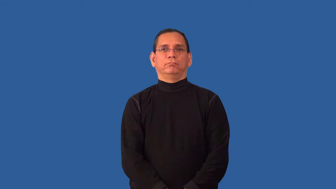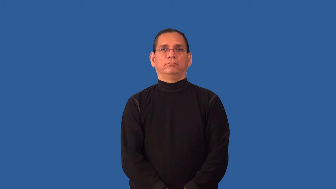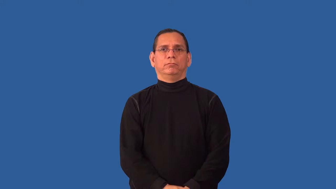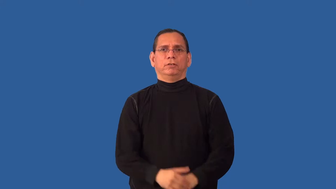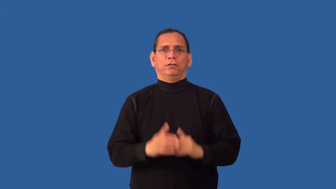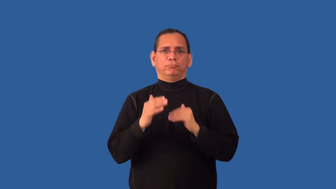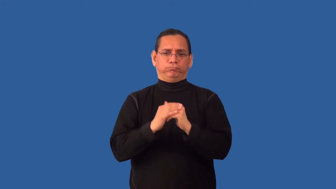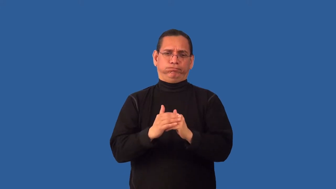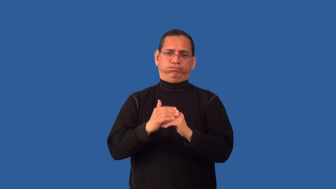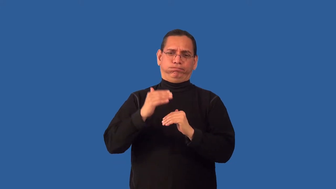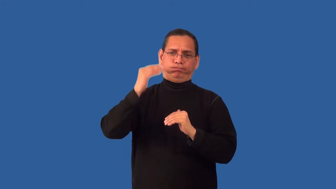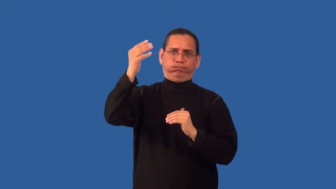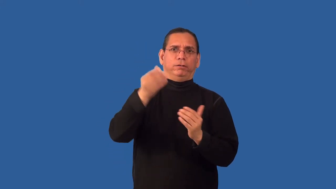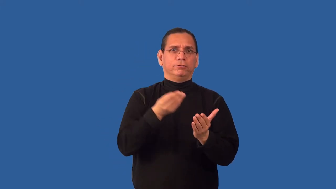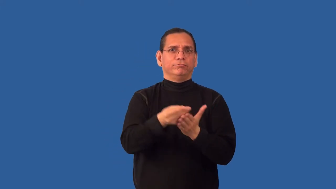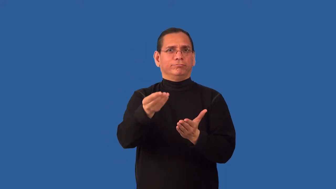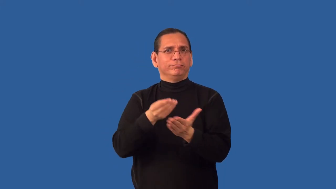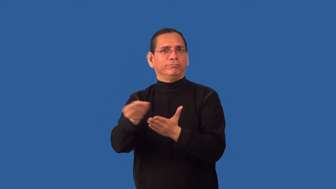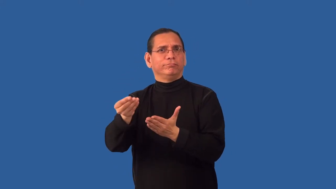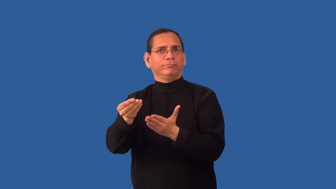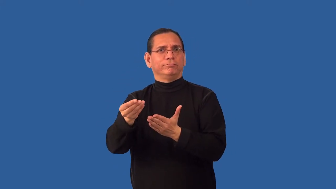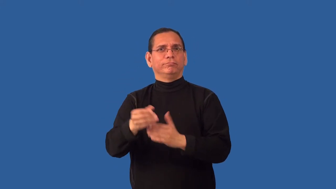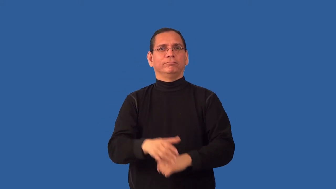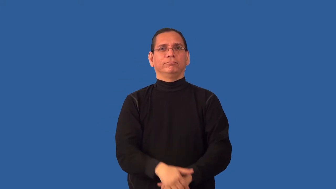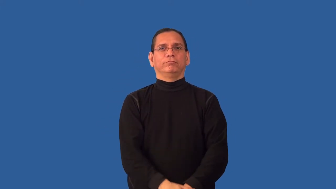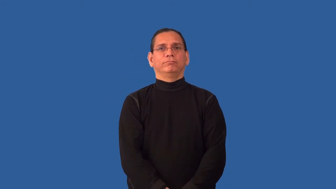overbuy